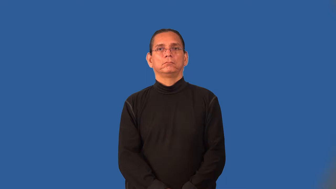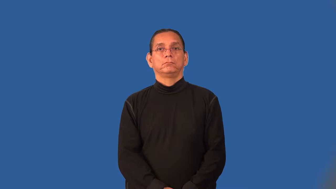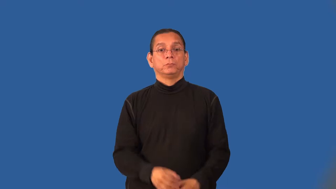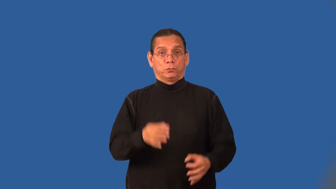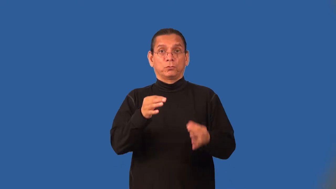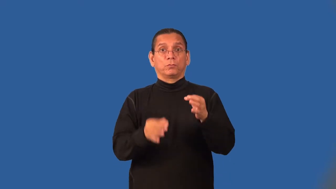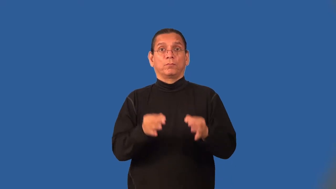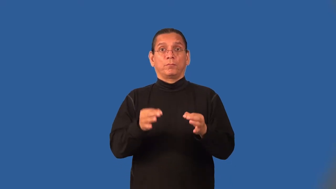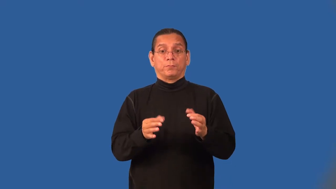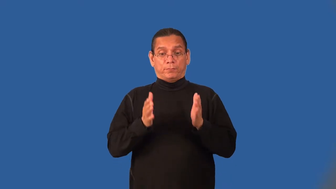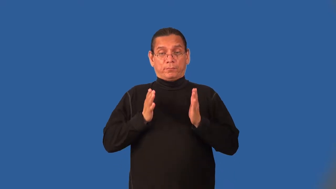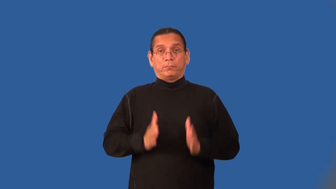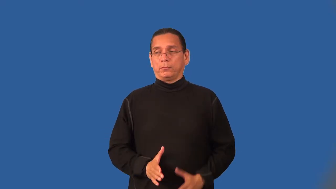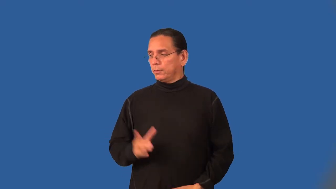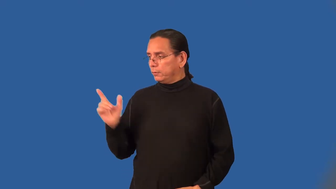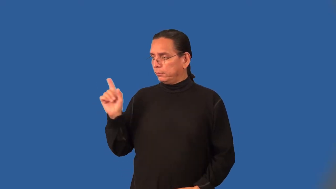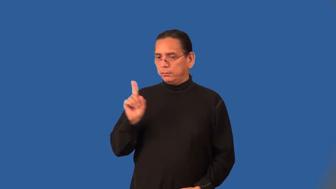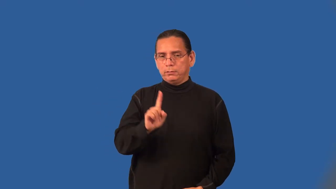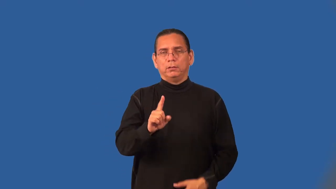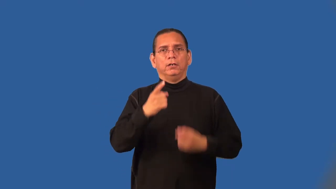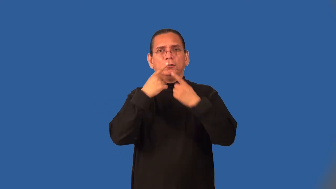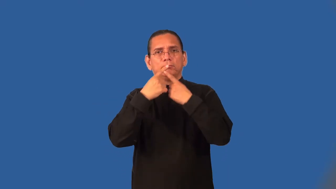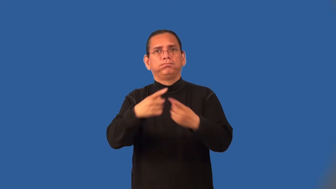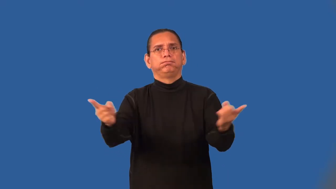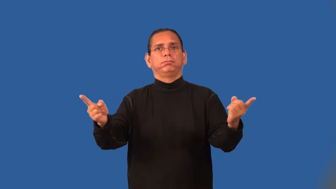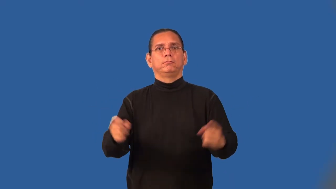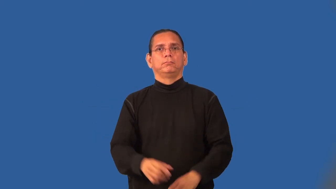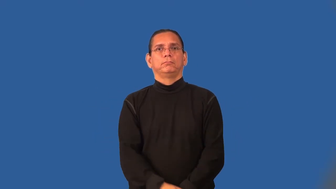crier